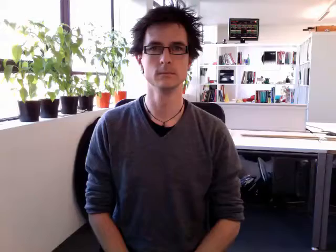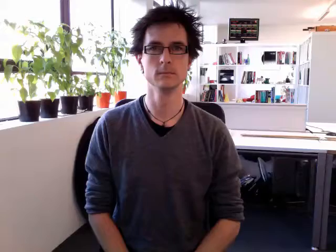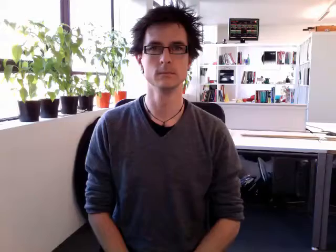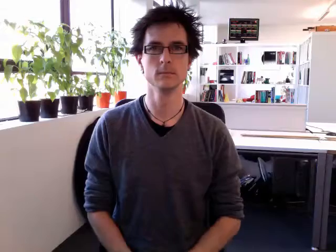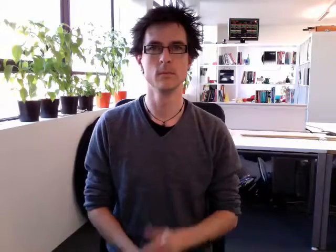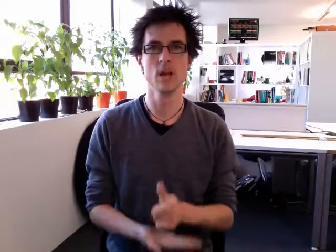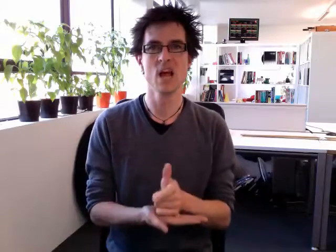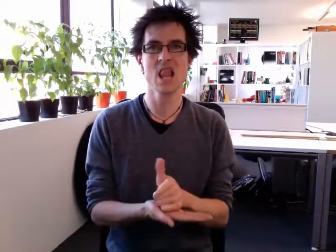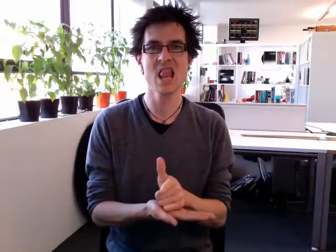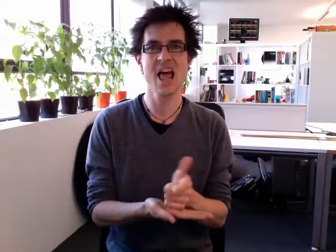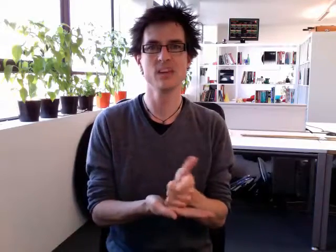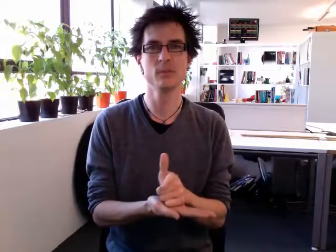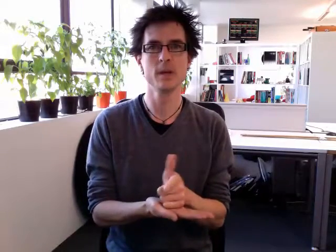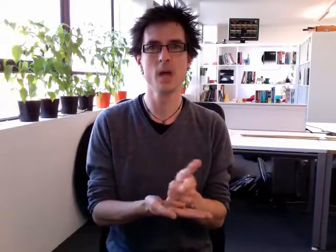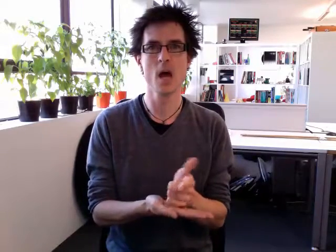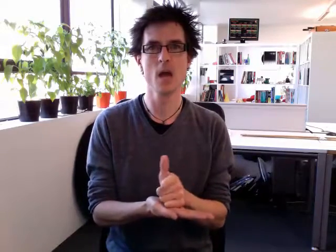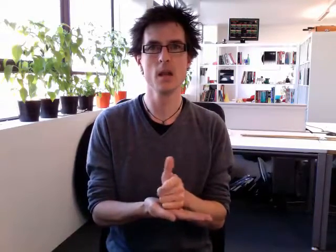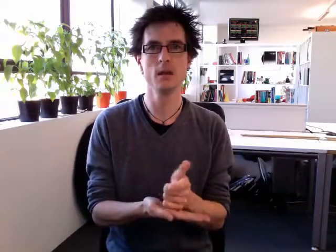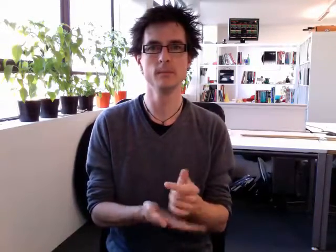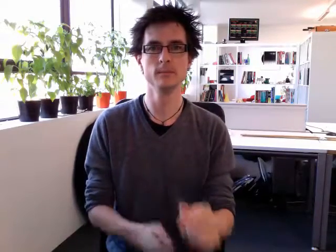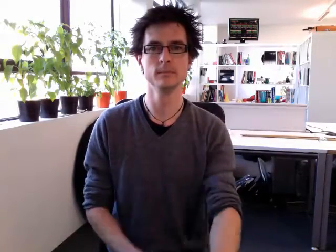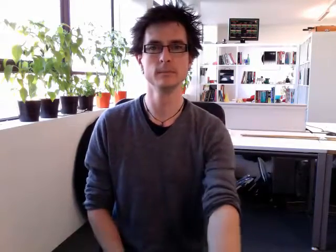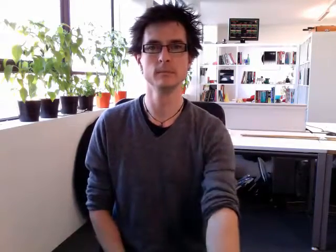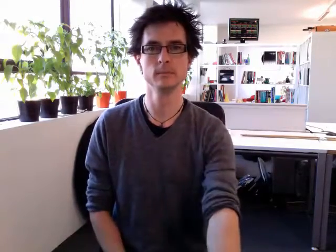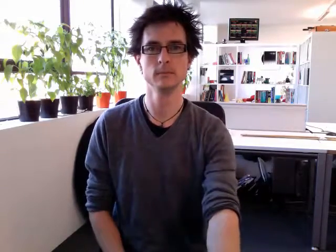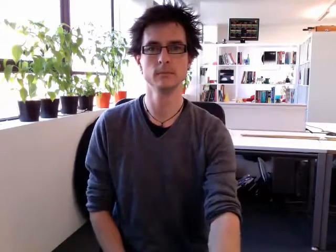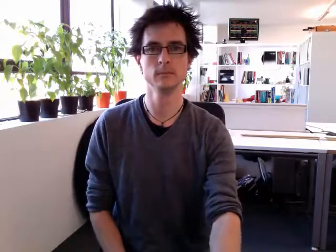lesbian